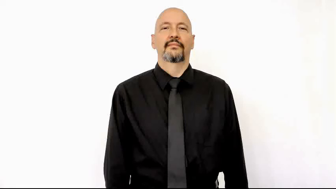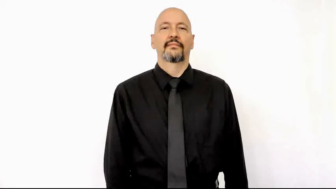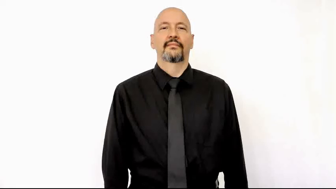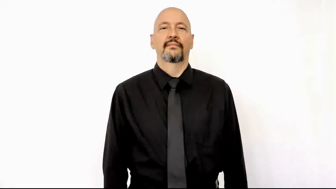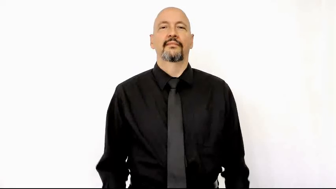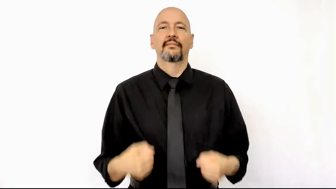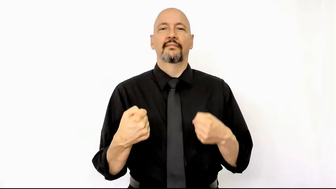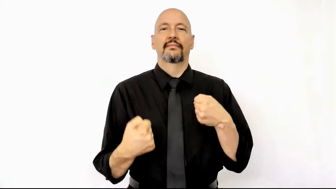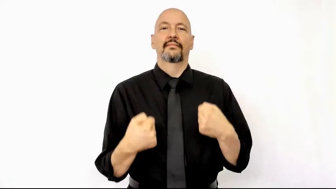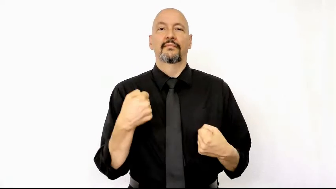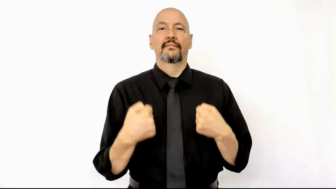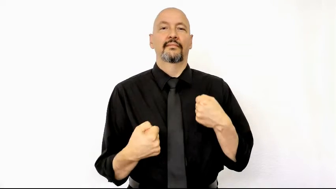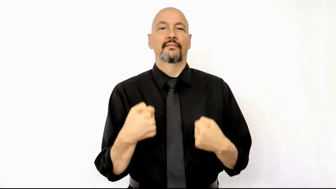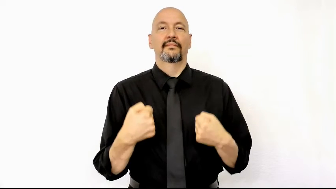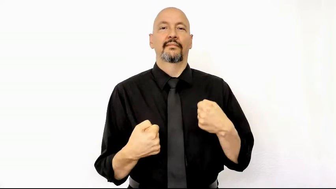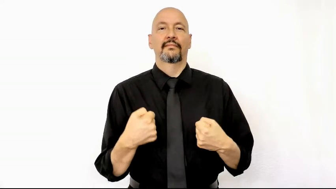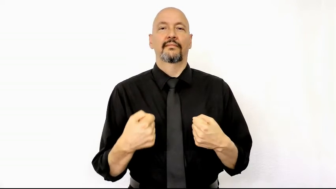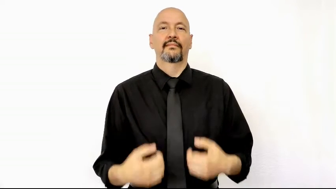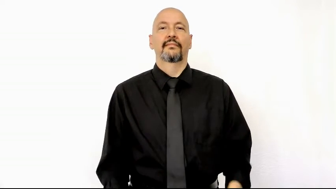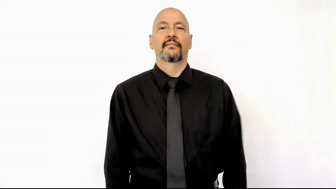car